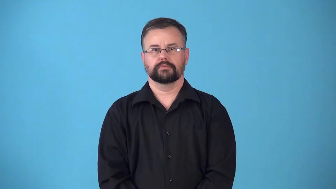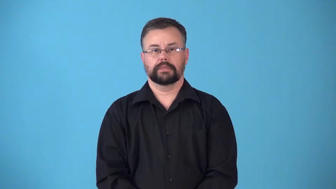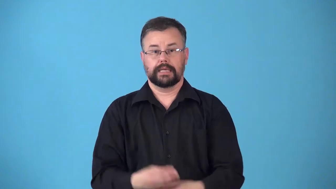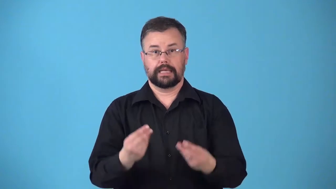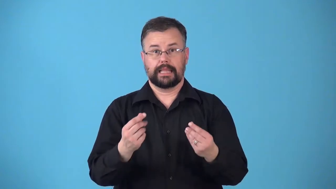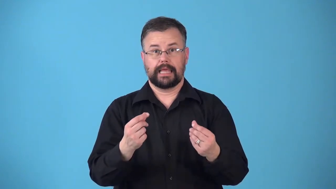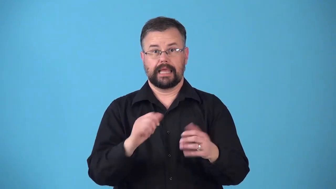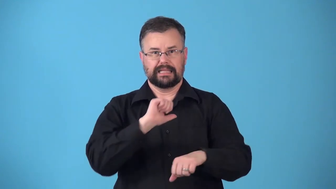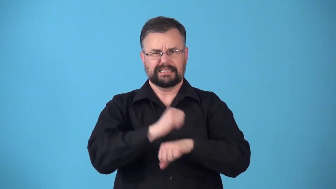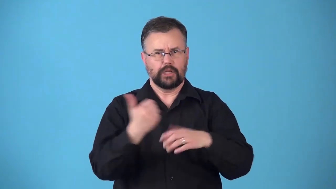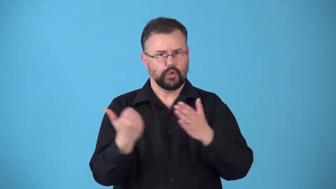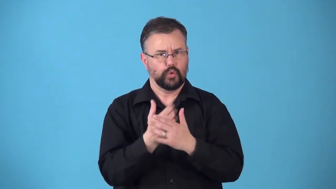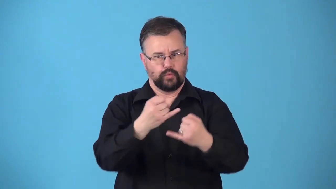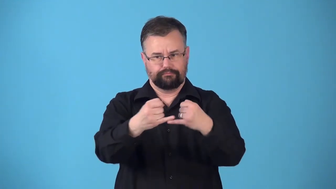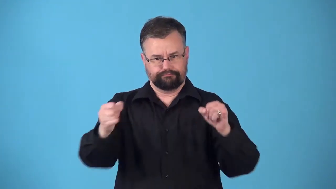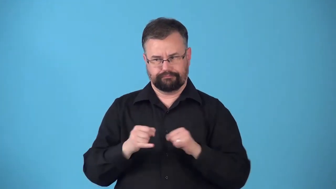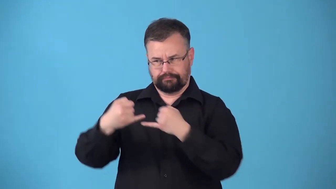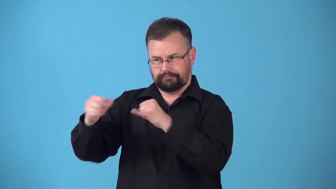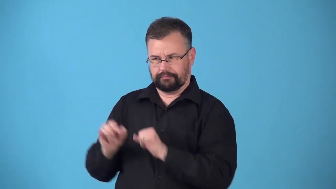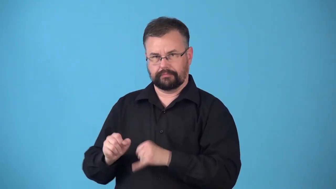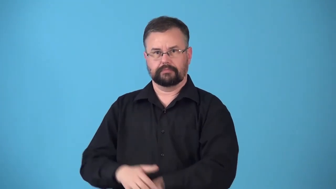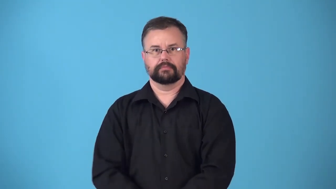rezone